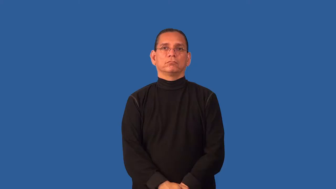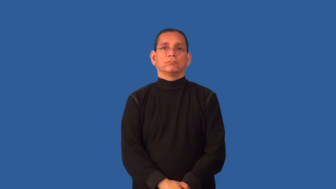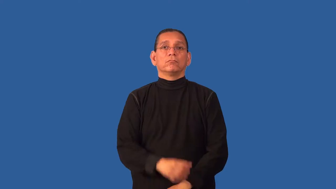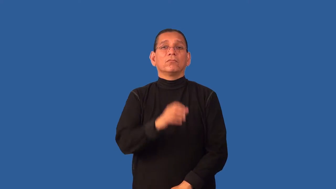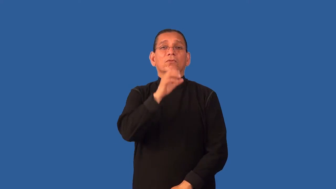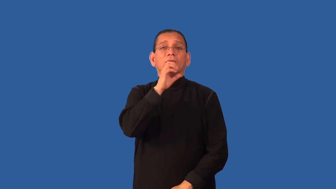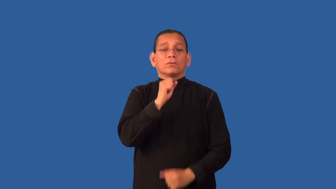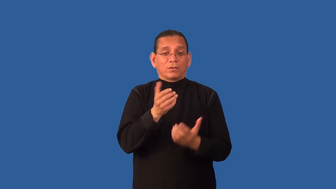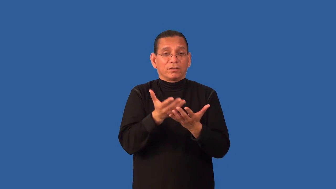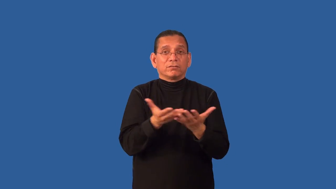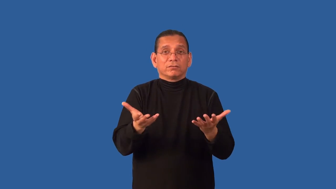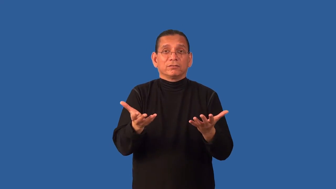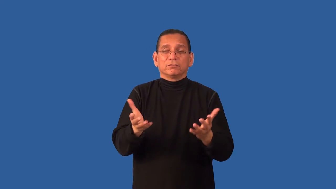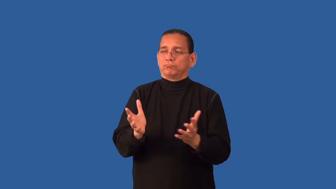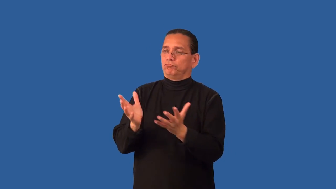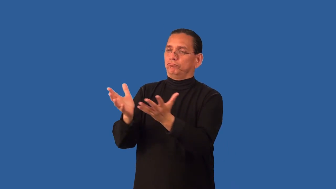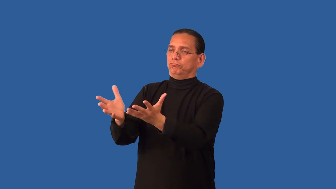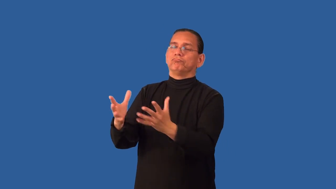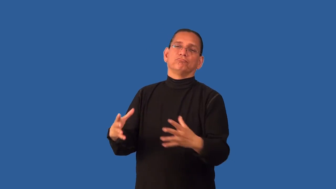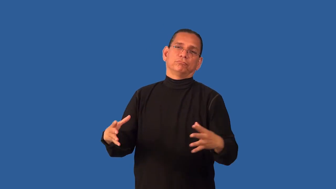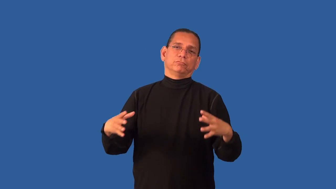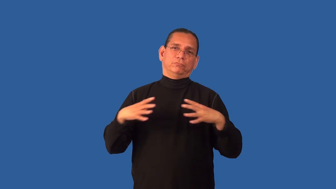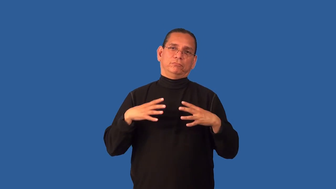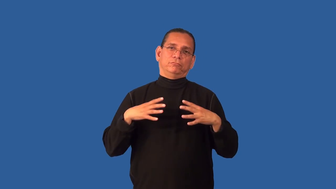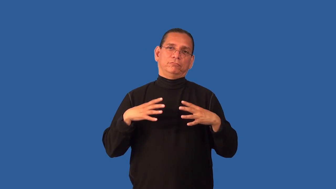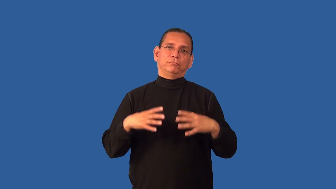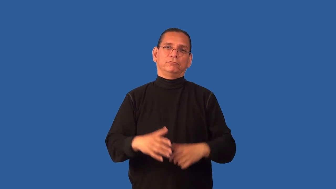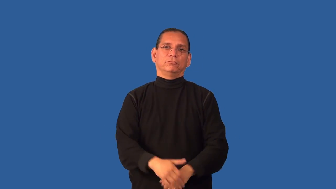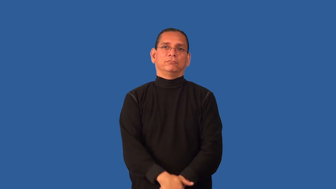decommission